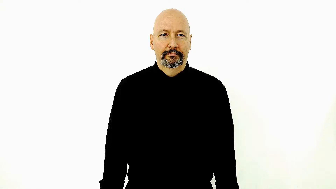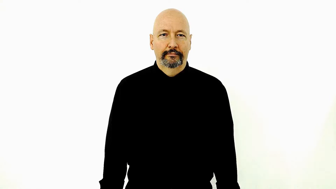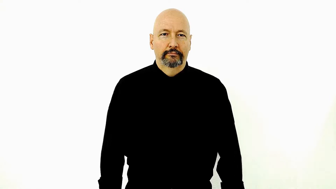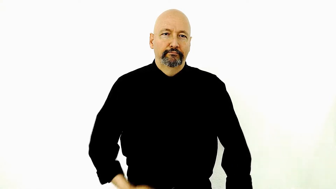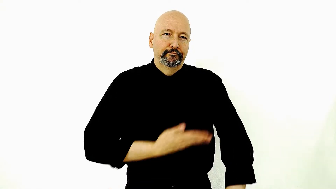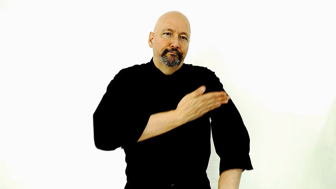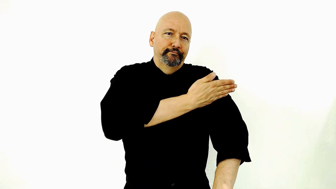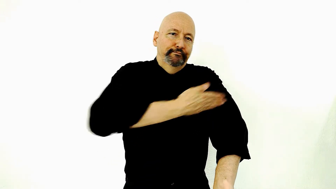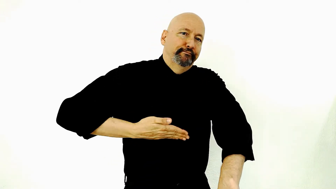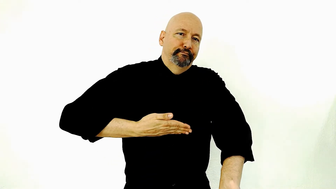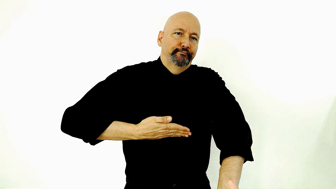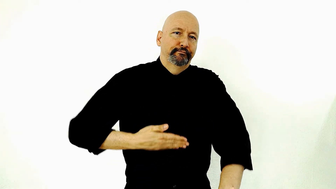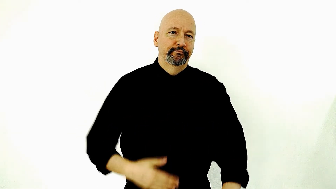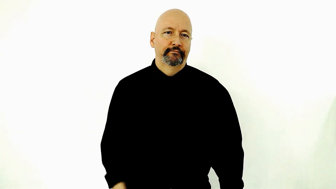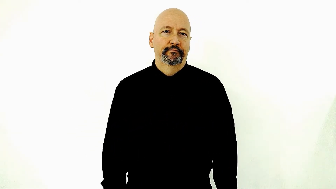Amputate